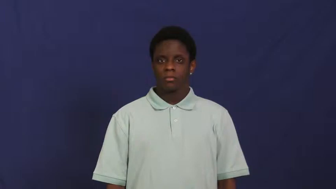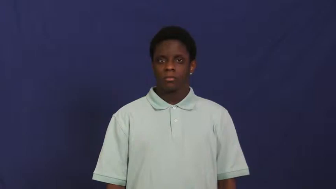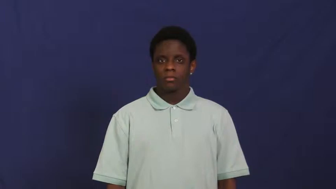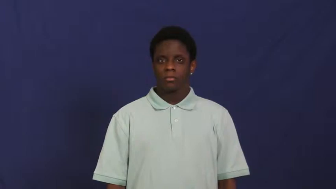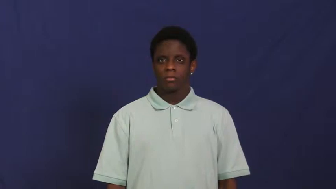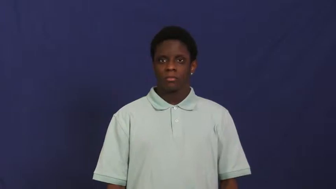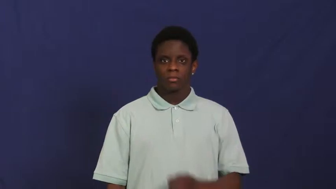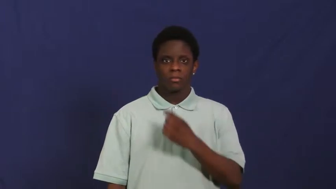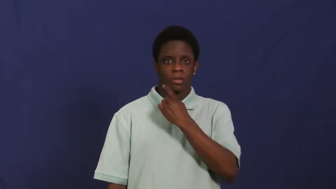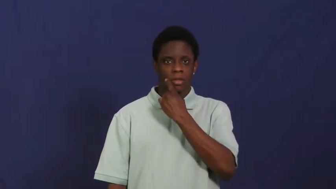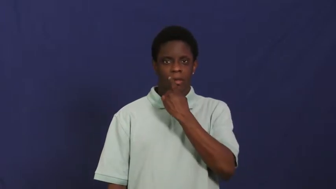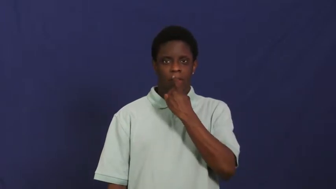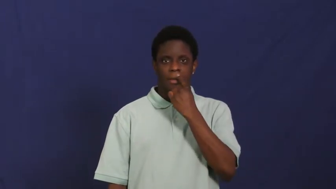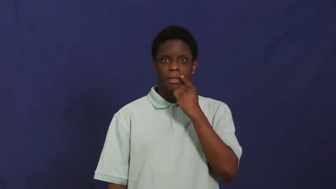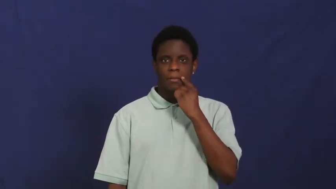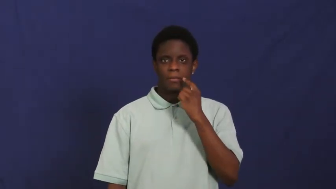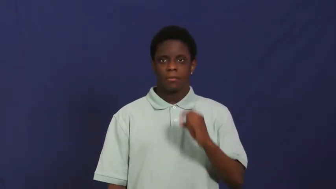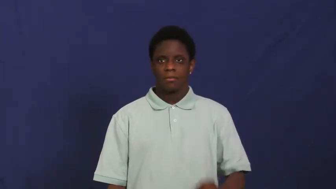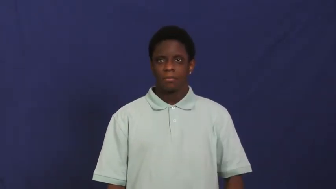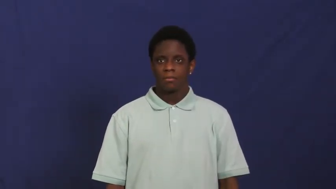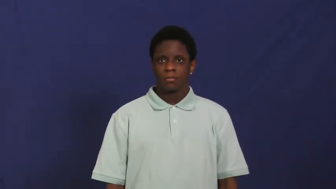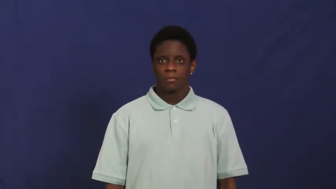lip